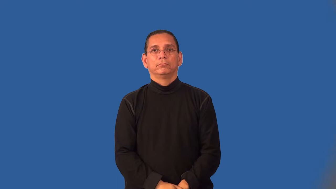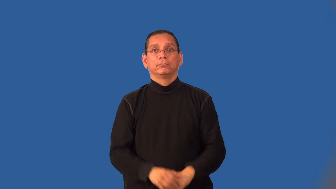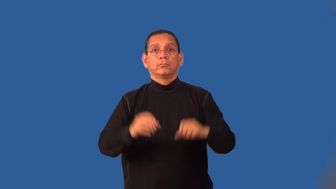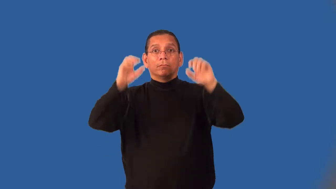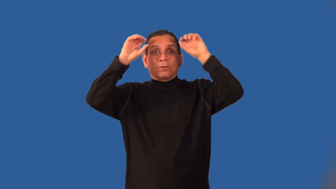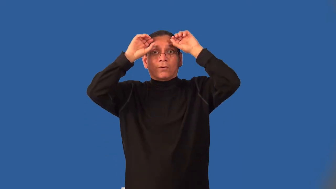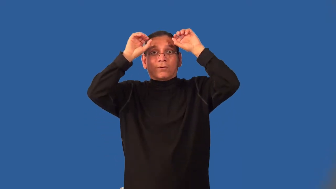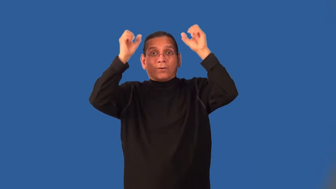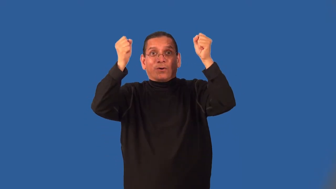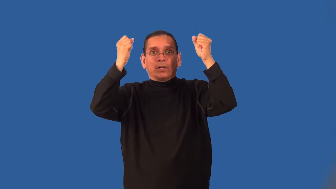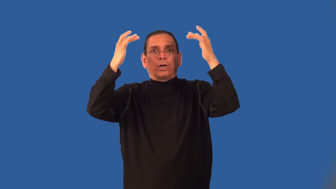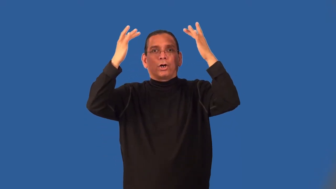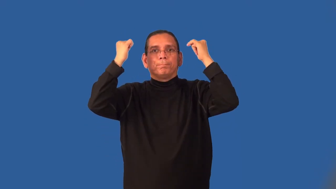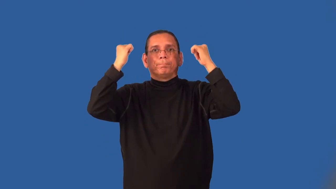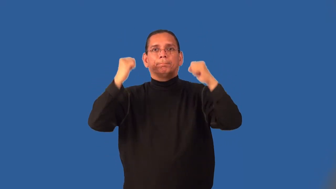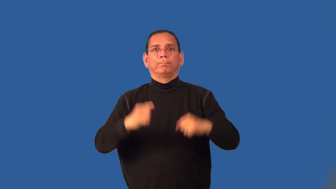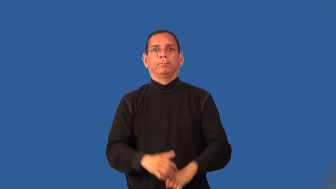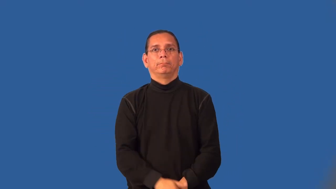hornless